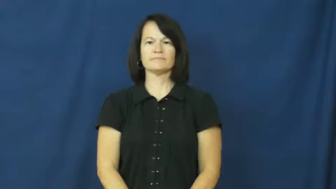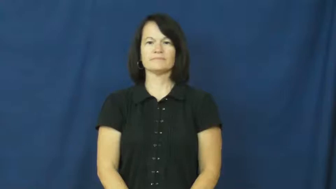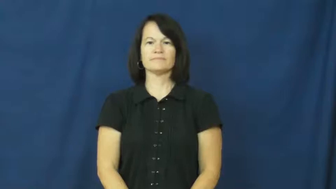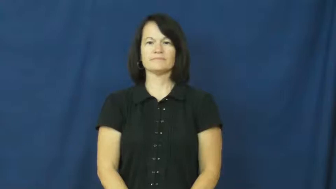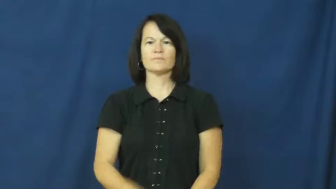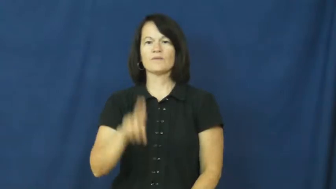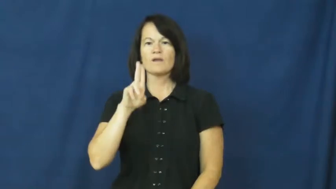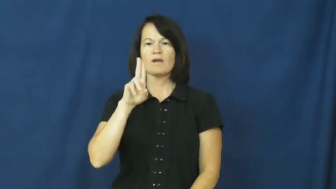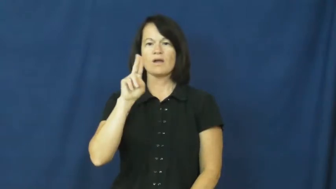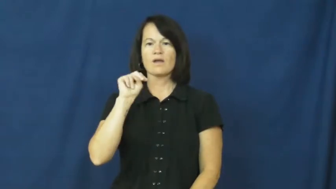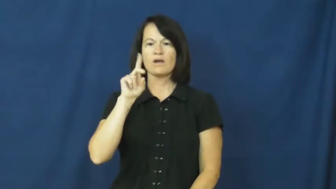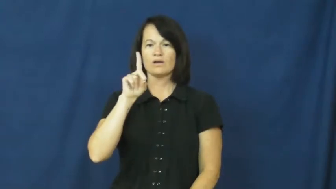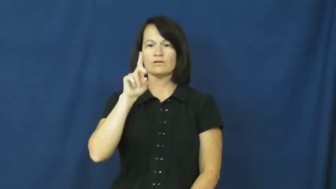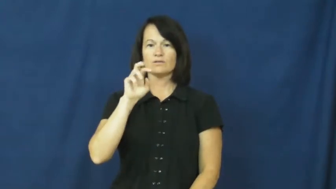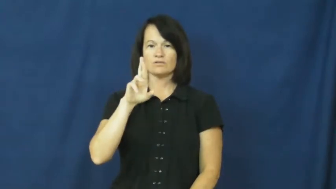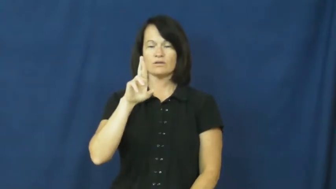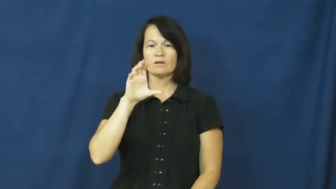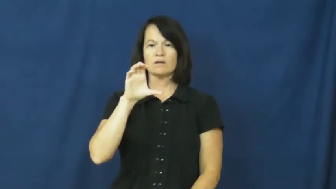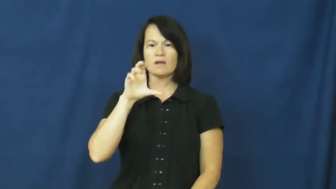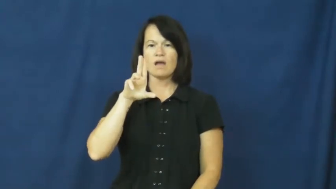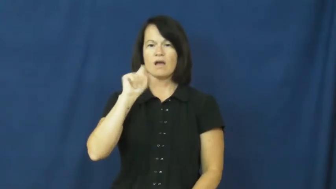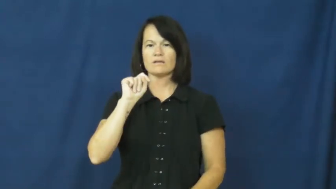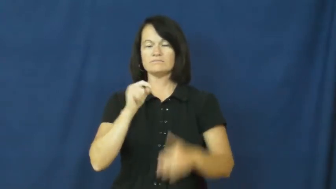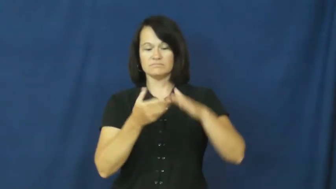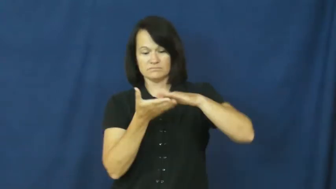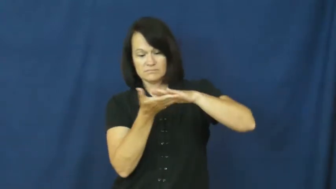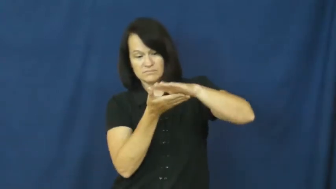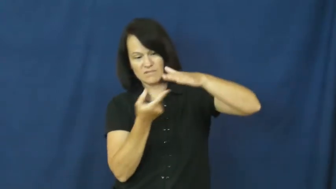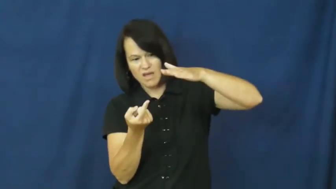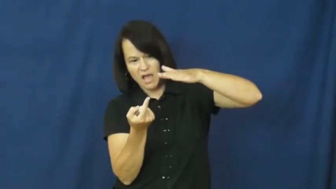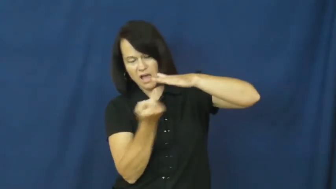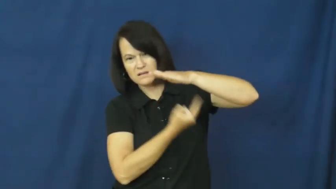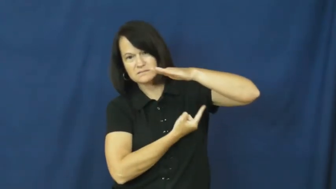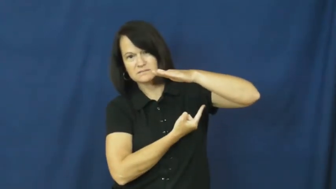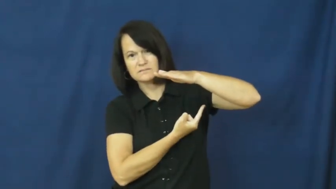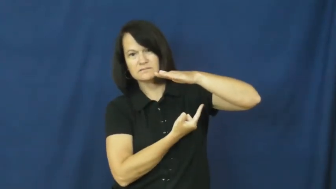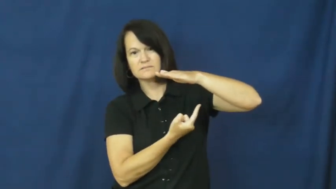undercut-cut below